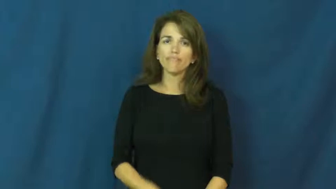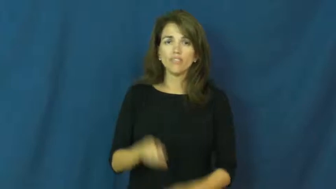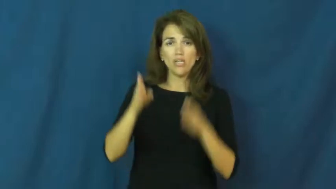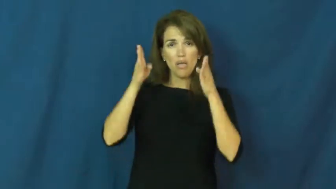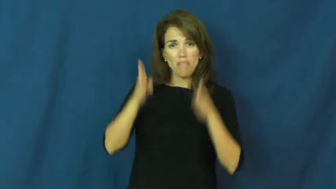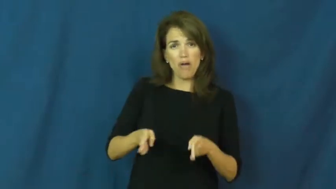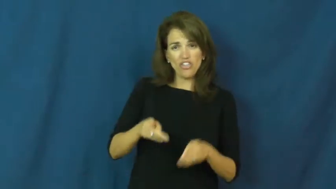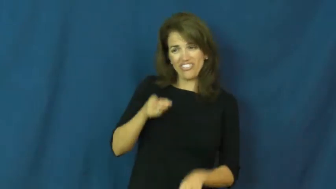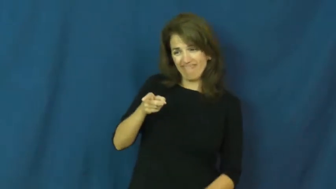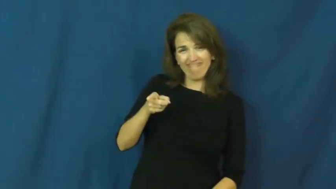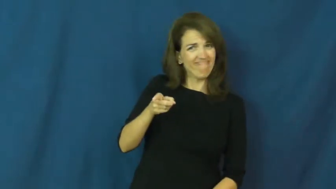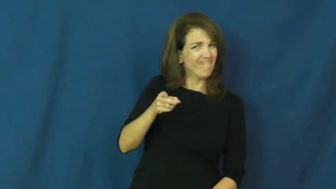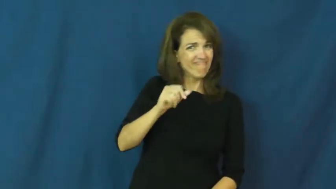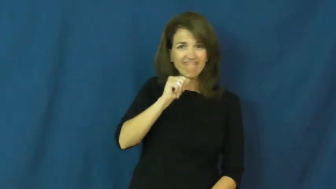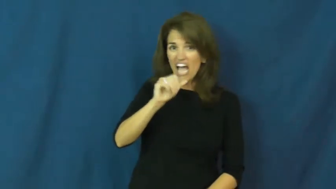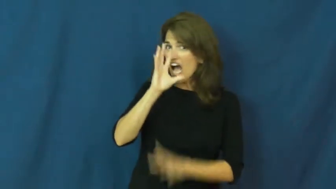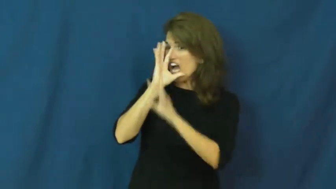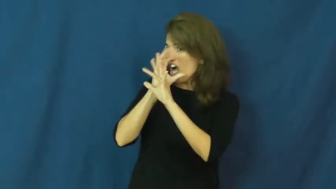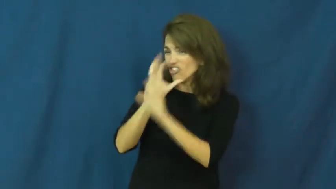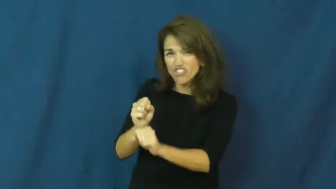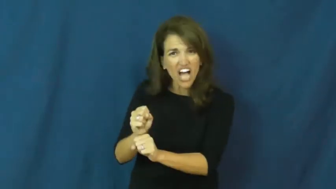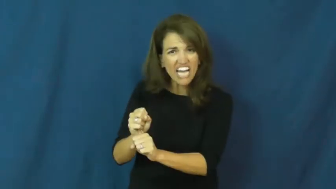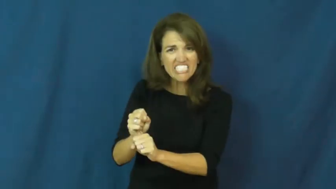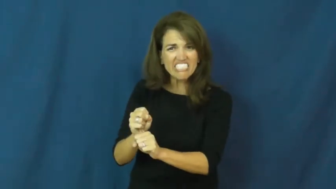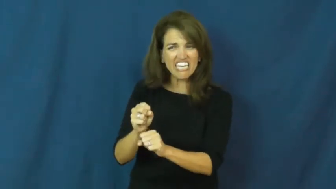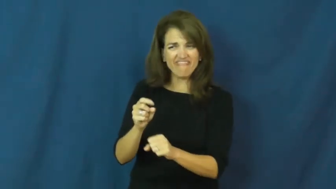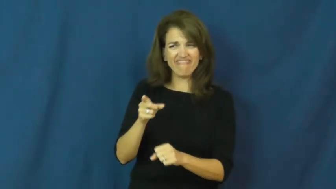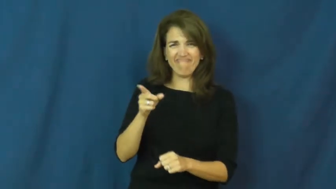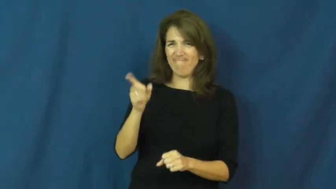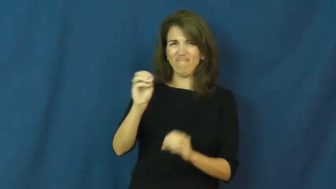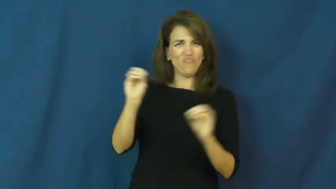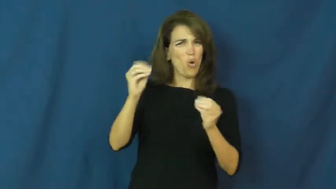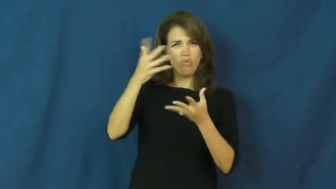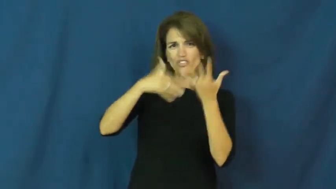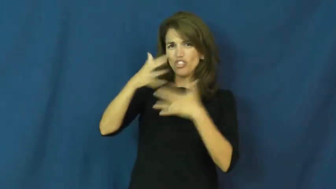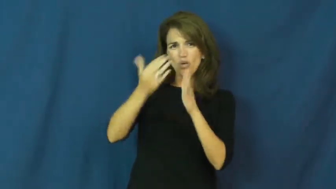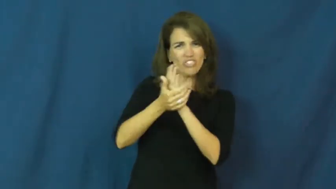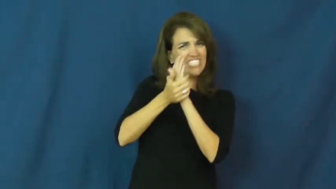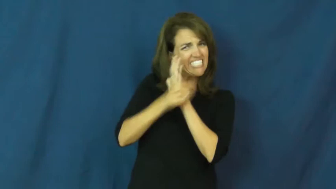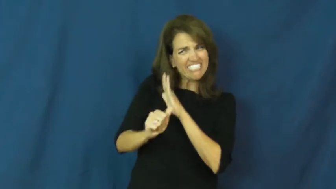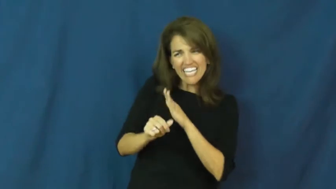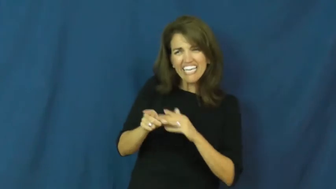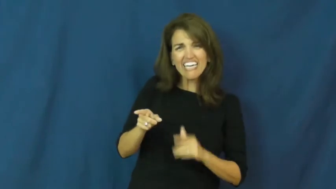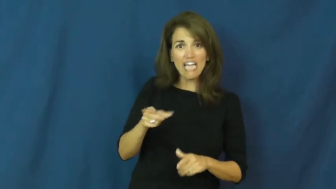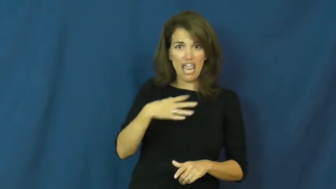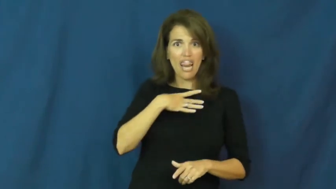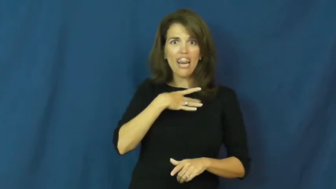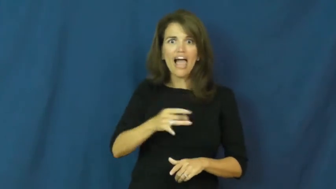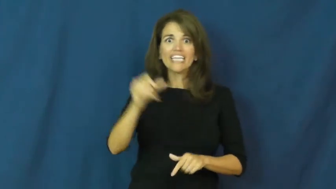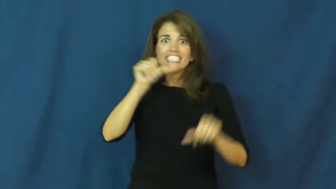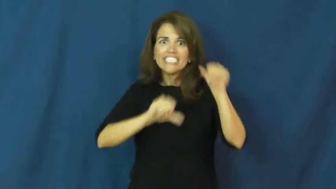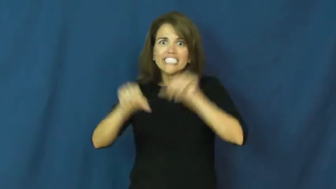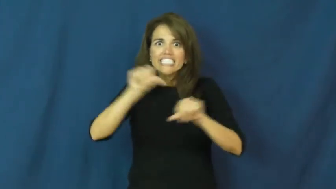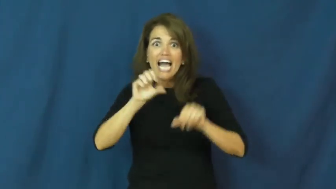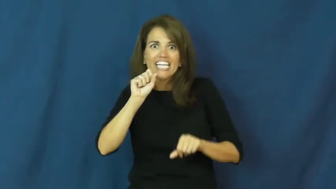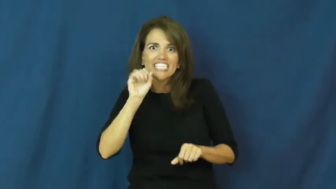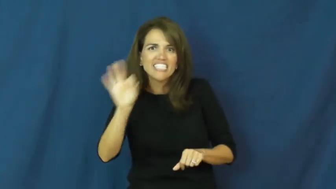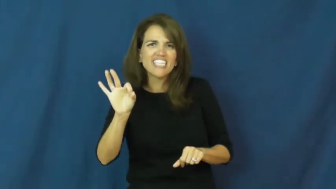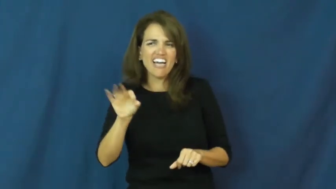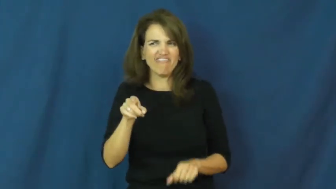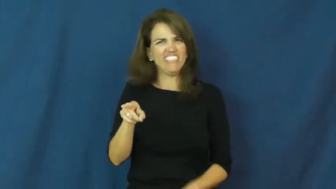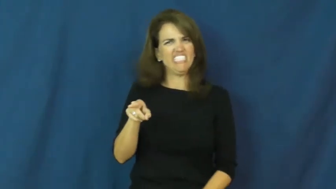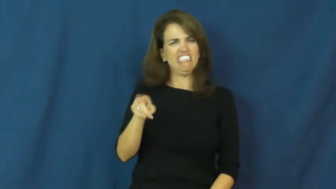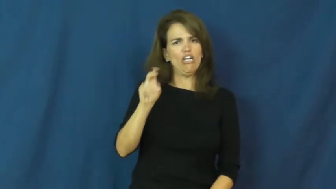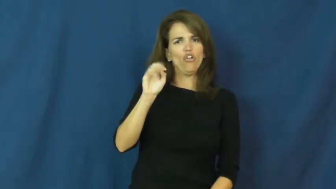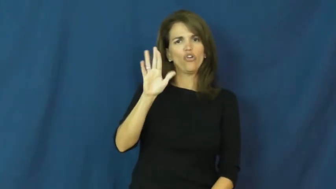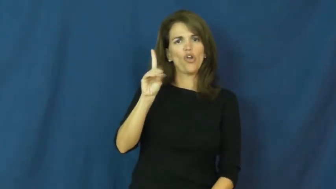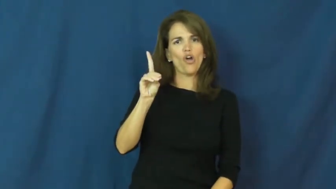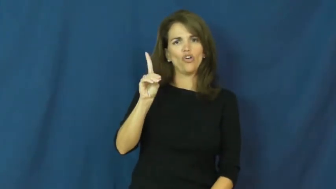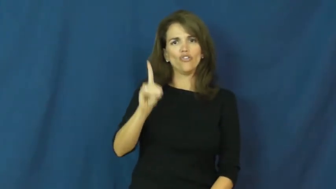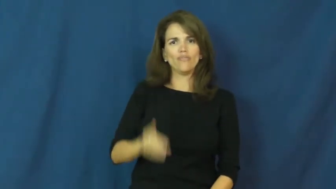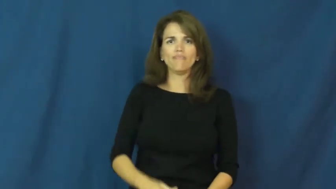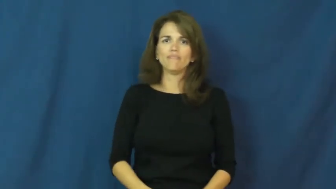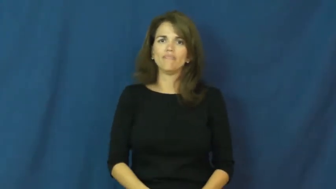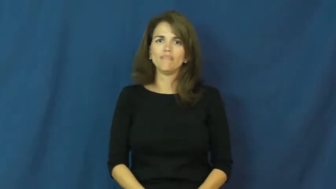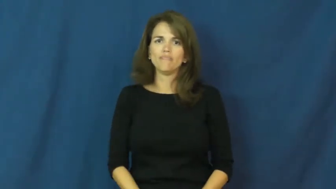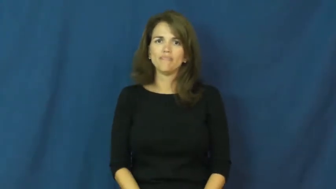nerd,clunky,drippy